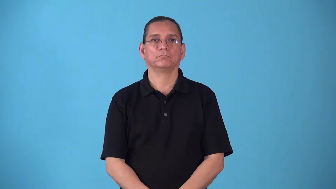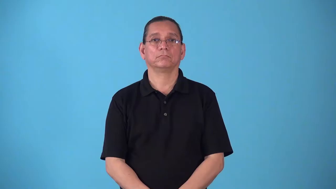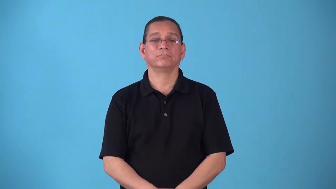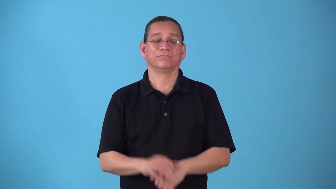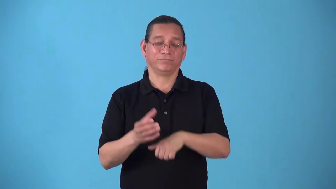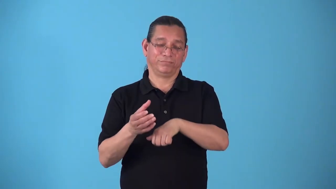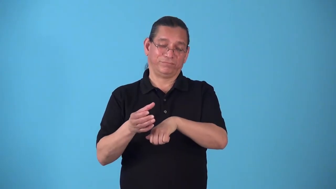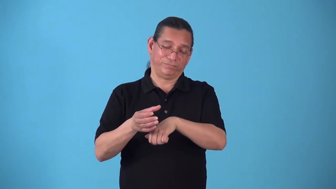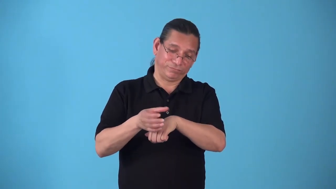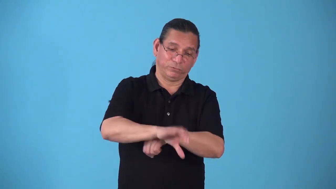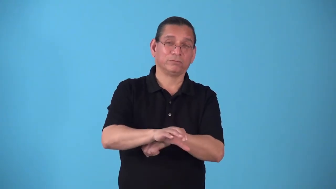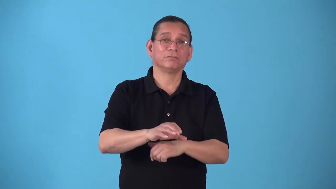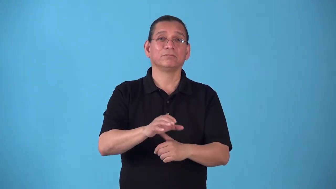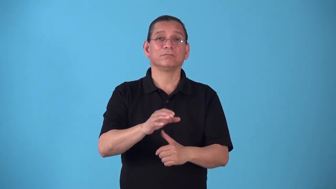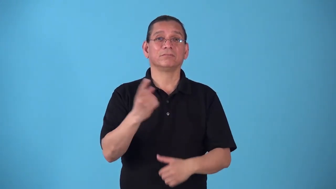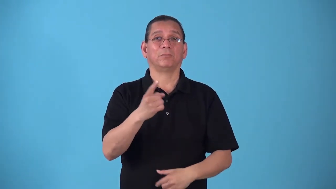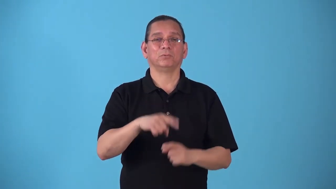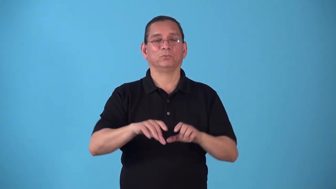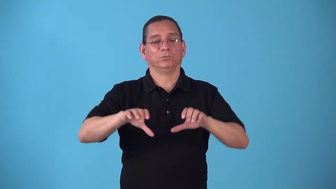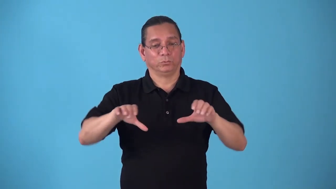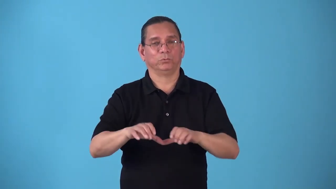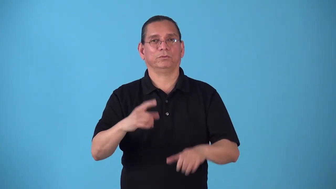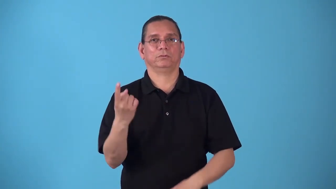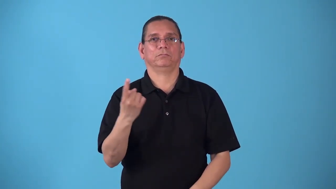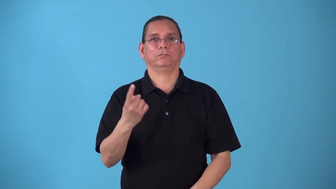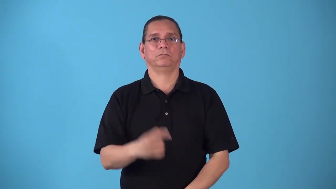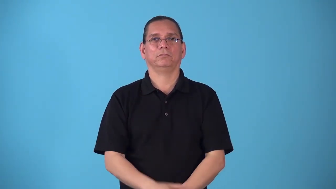steamroll-force force people to do thing